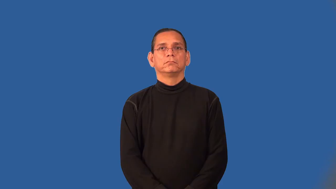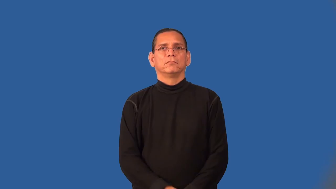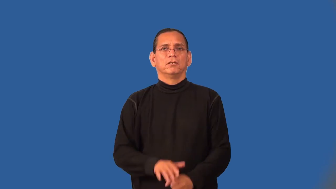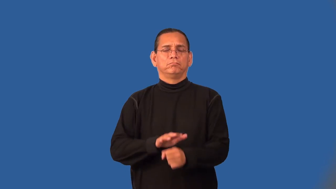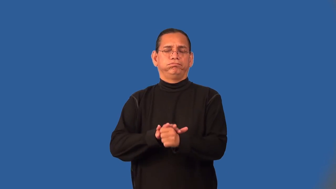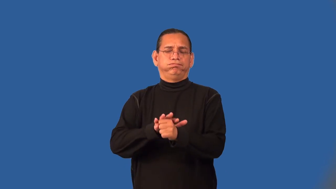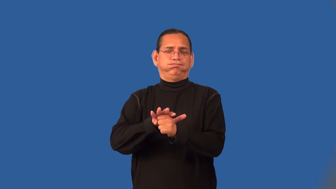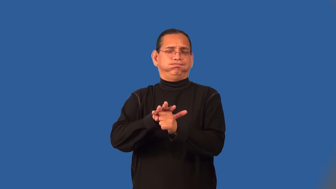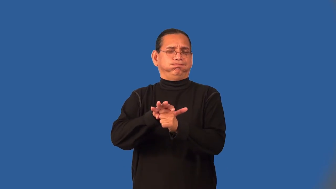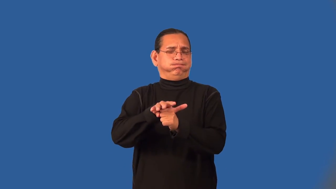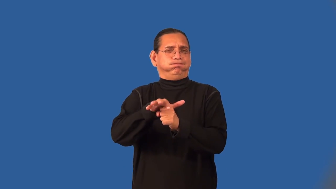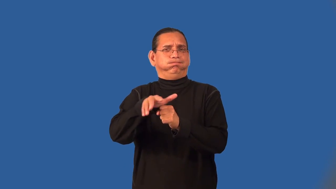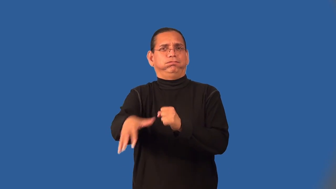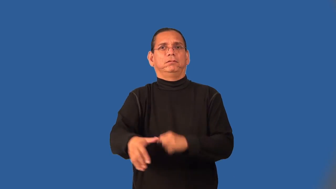superabundant